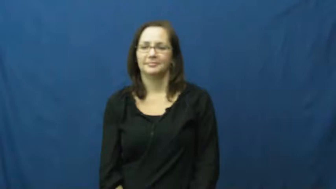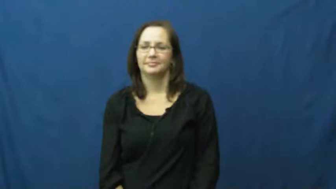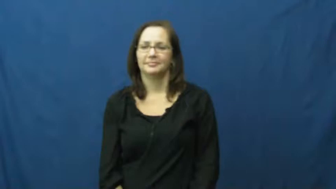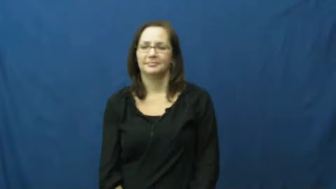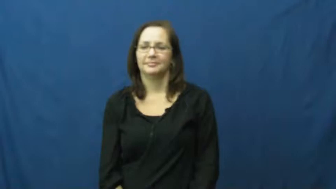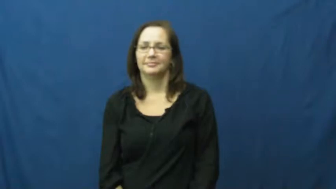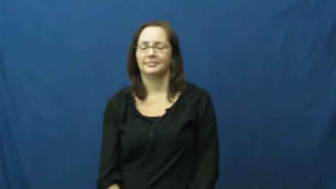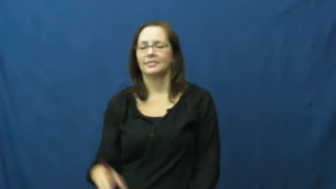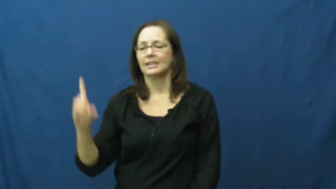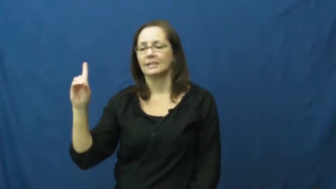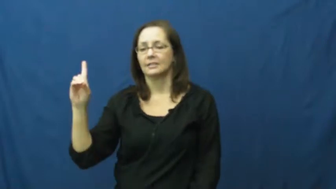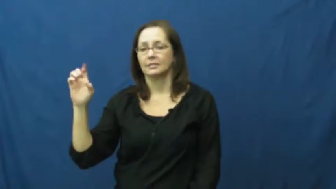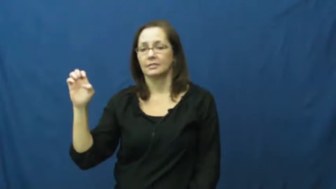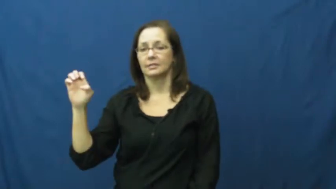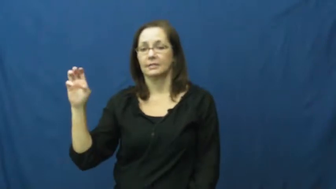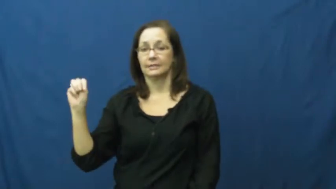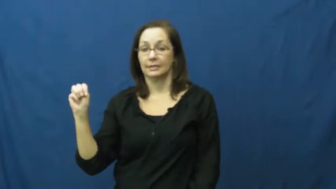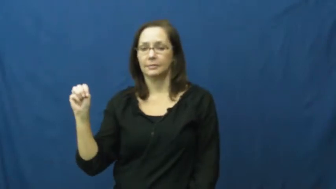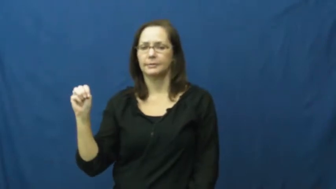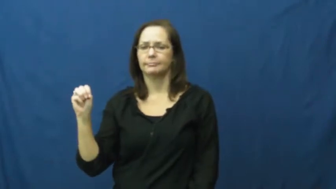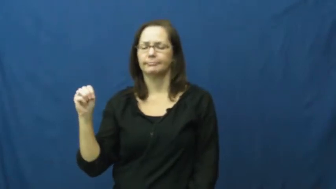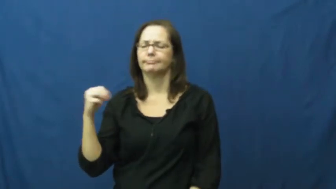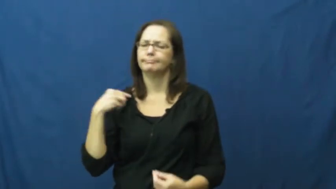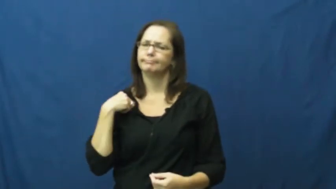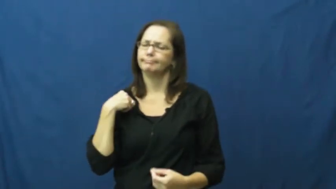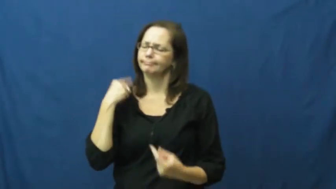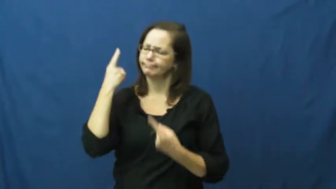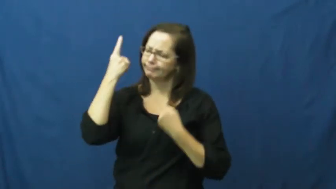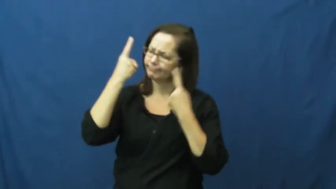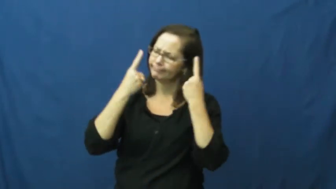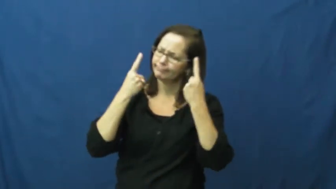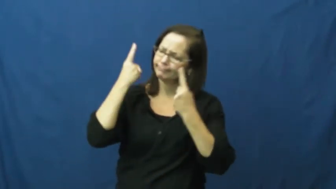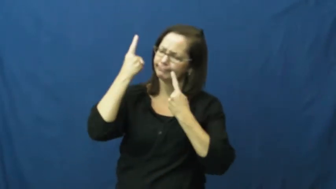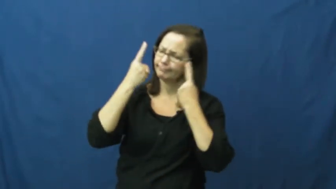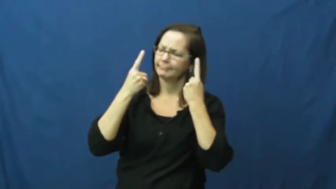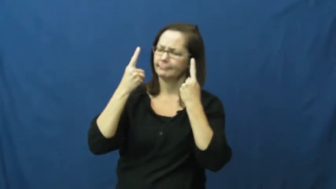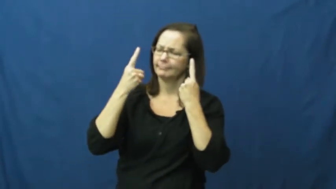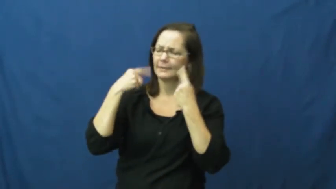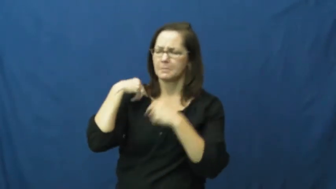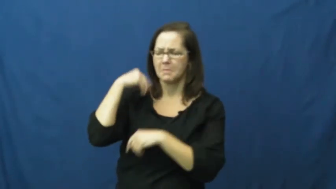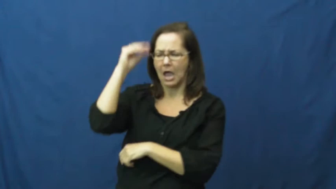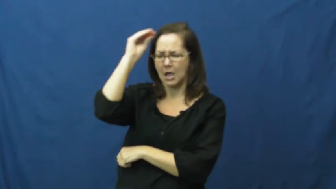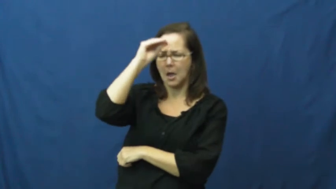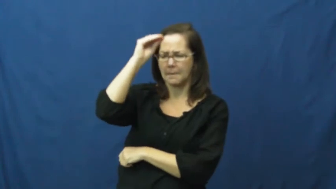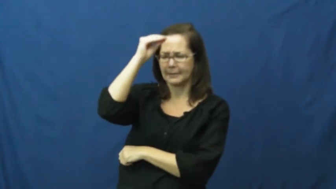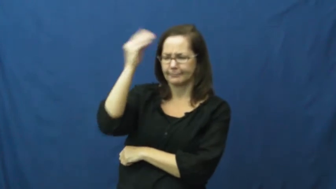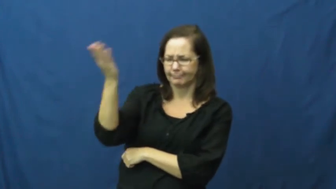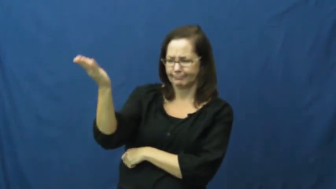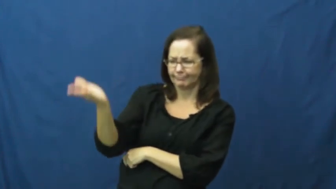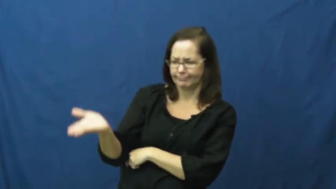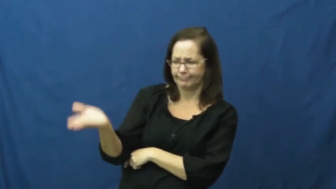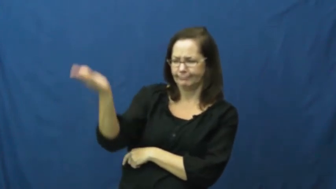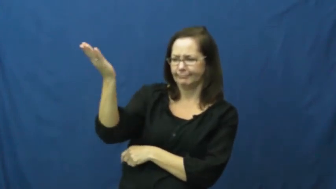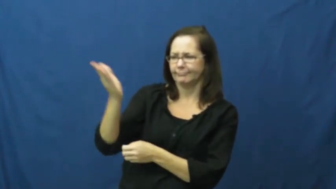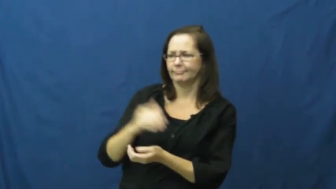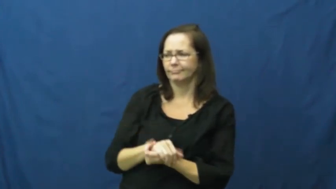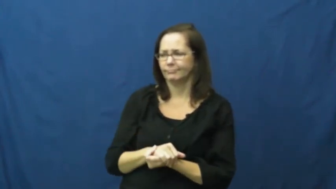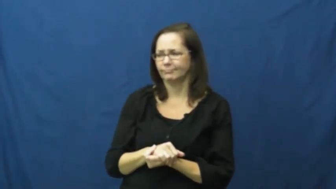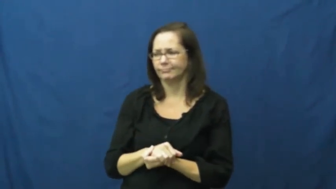deem